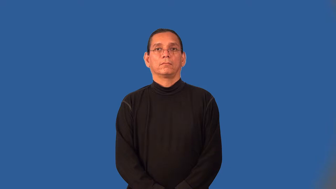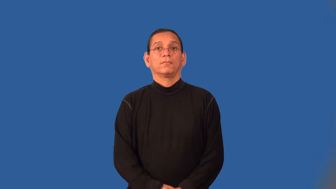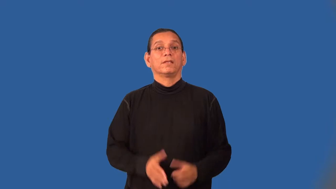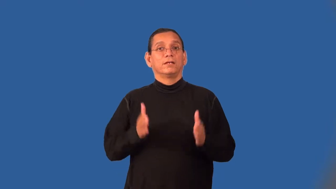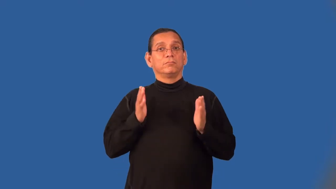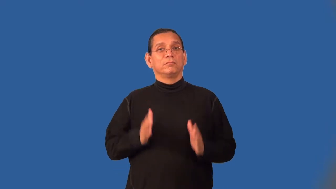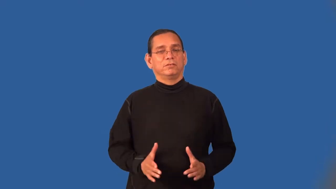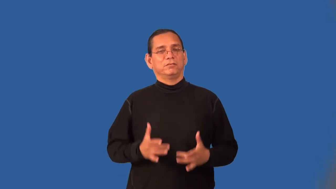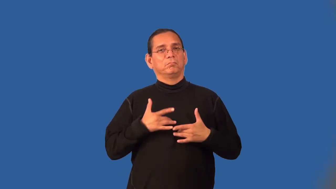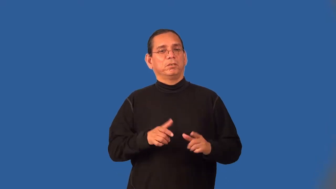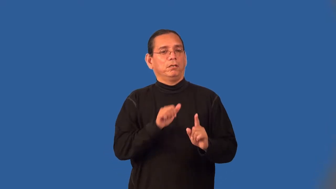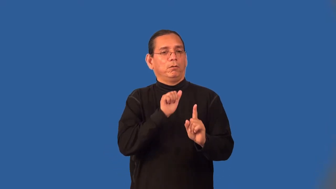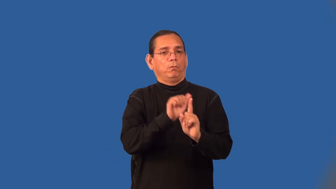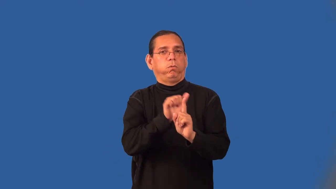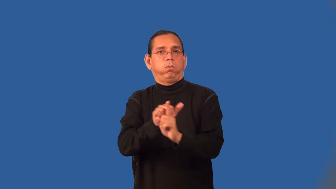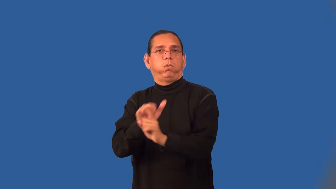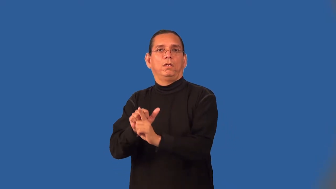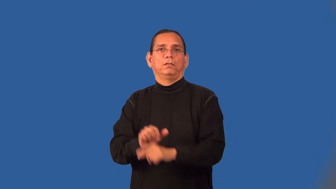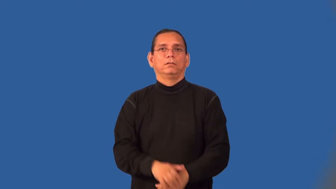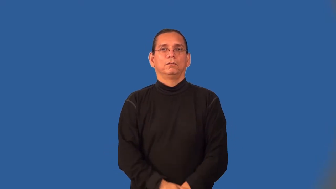deceiver